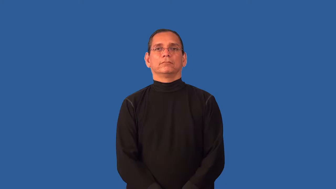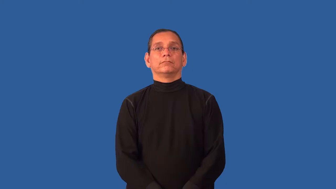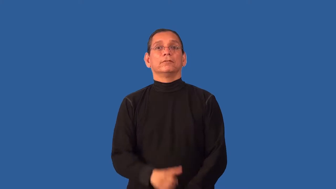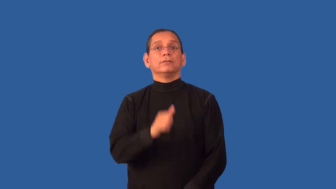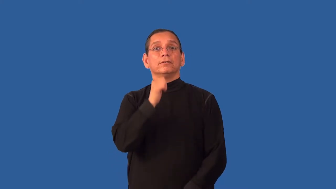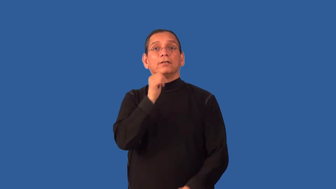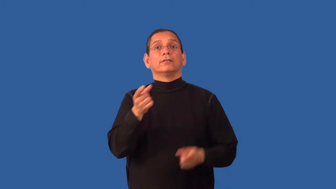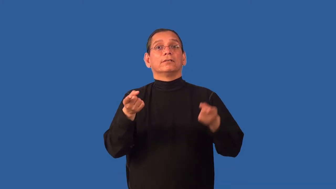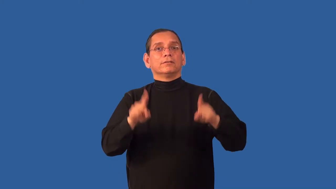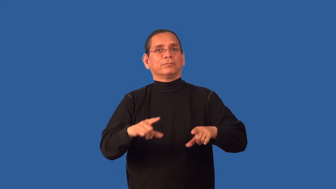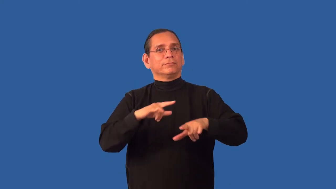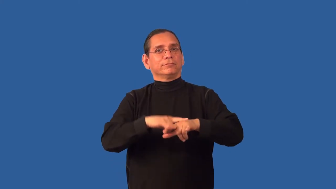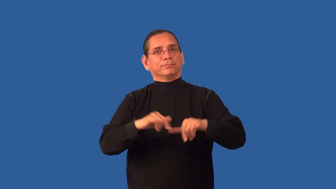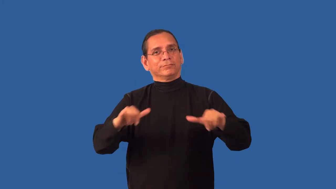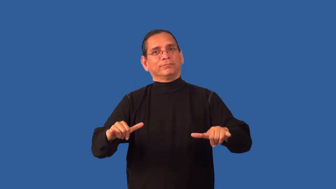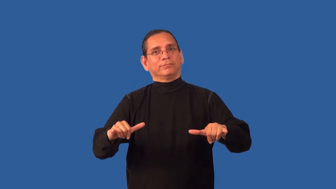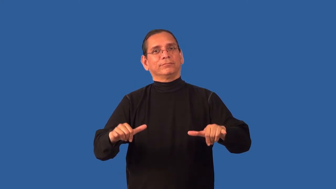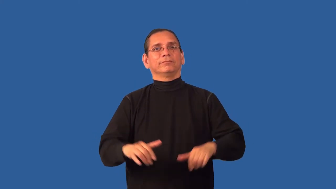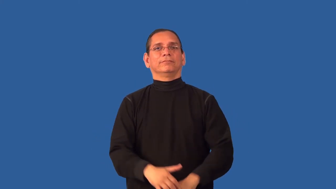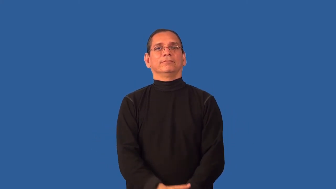unsynchronized